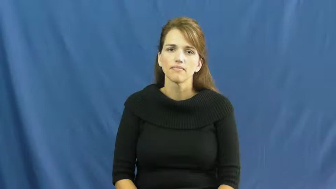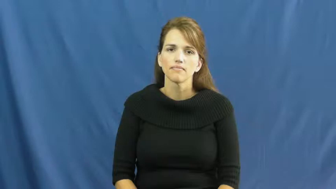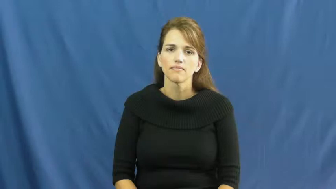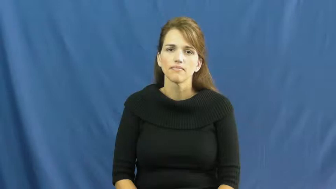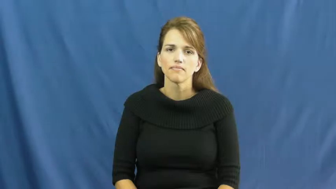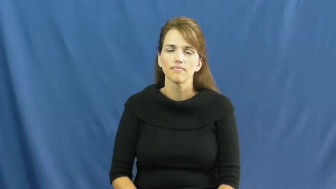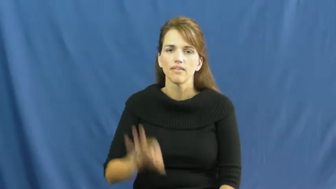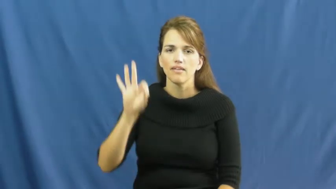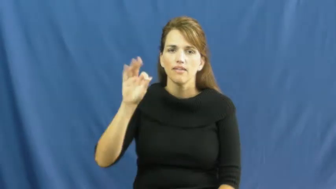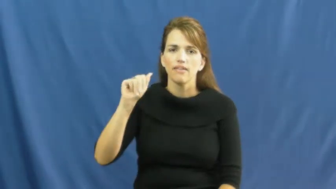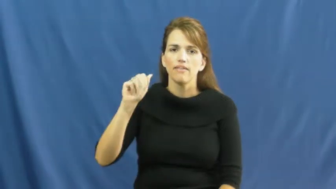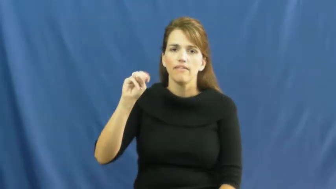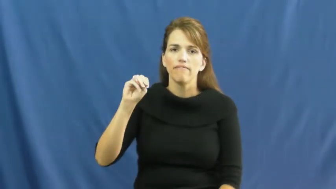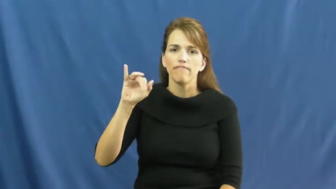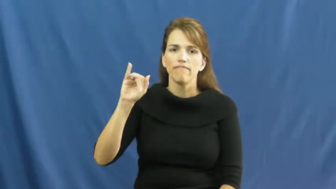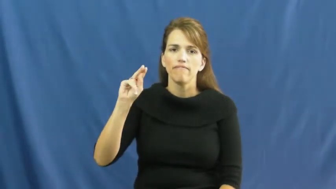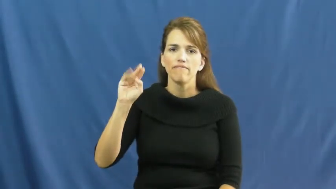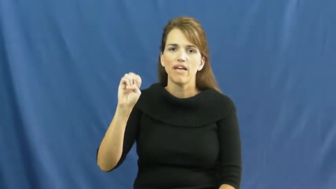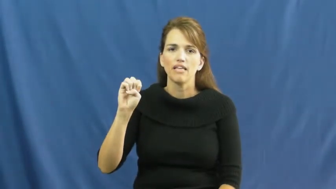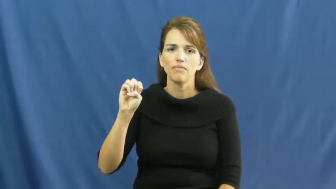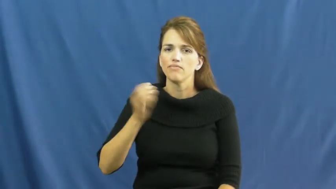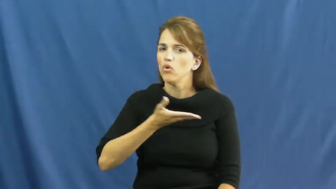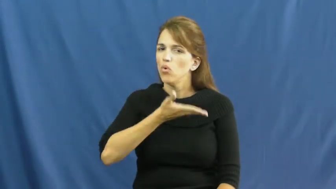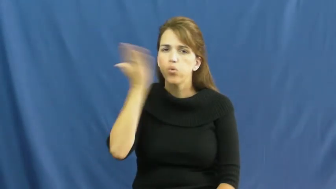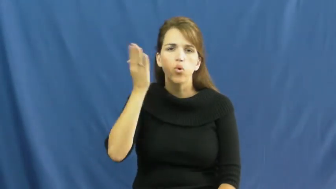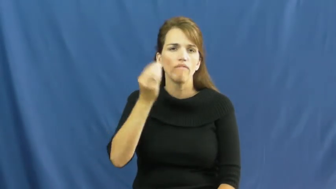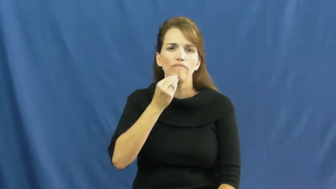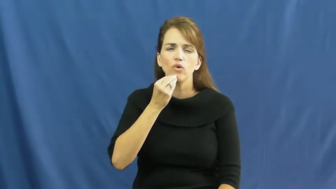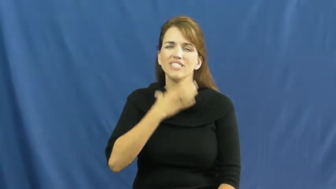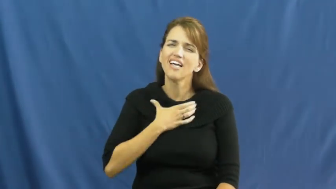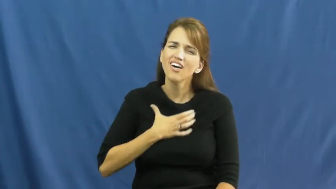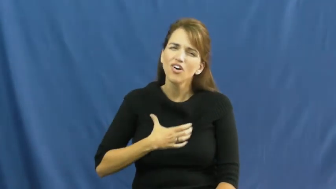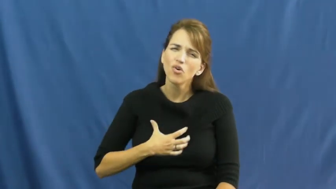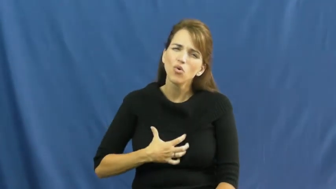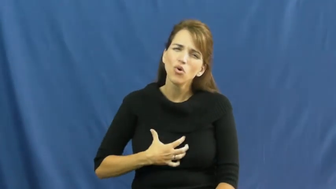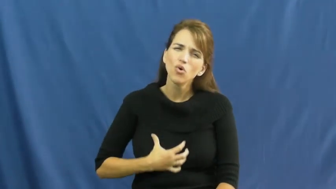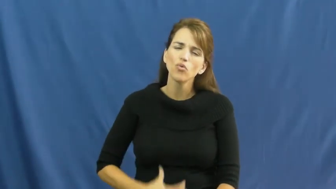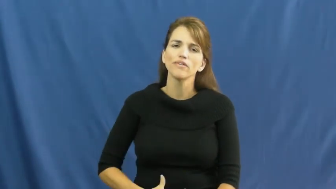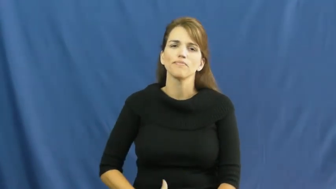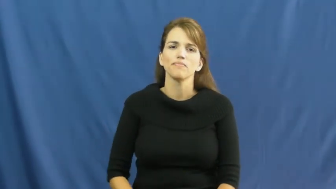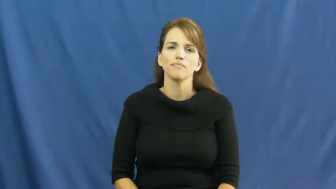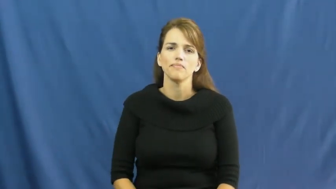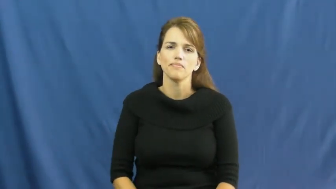famine